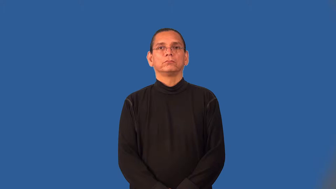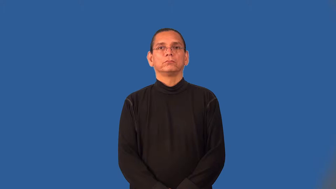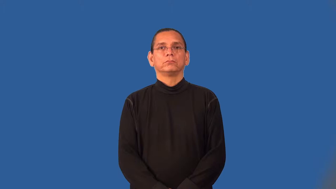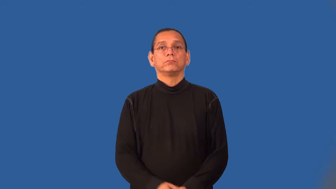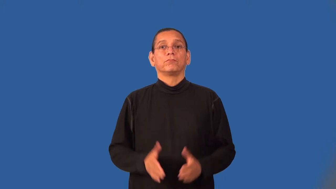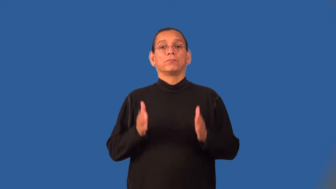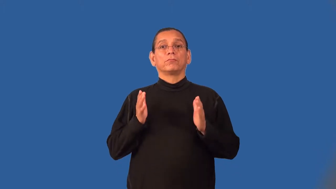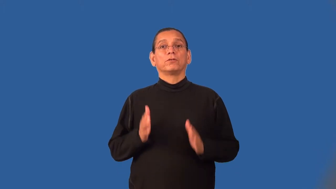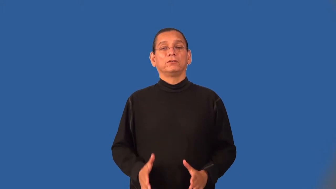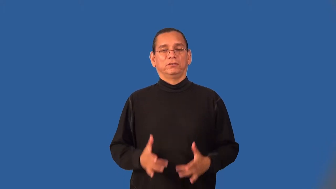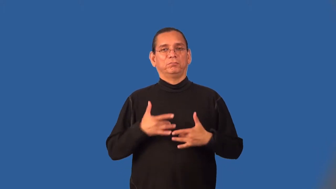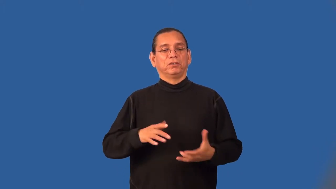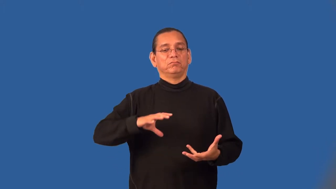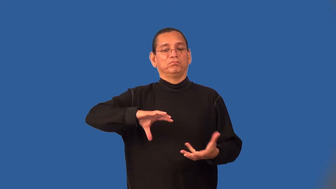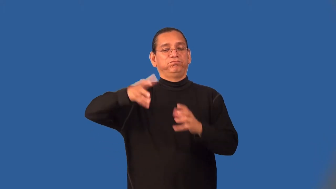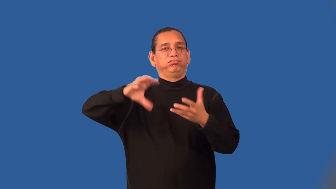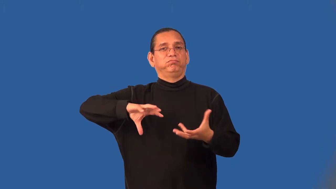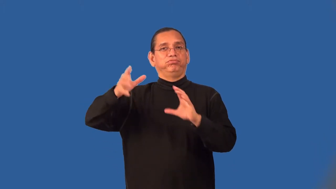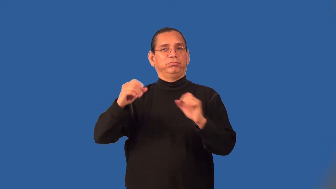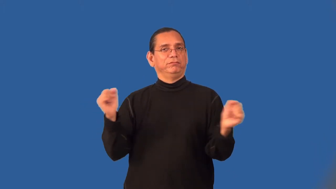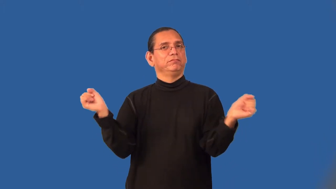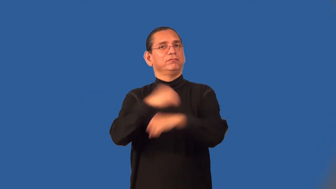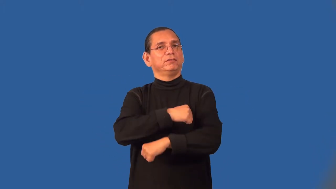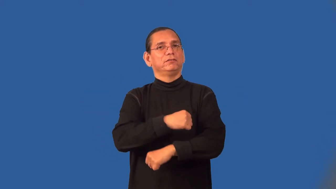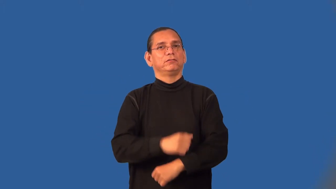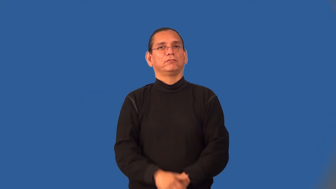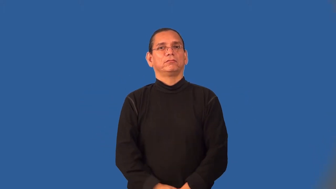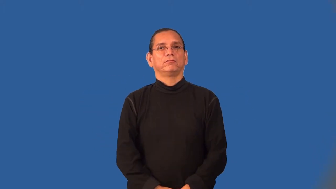scrapper